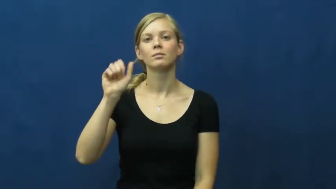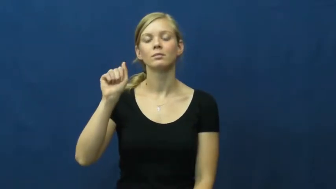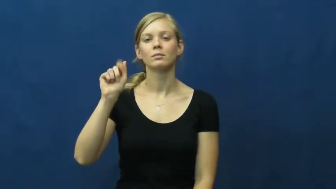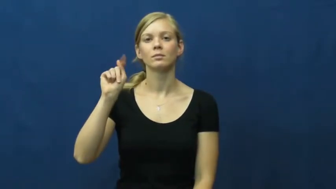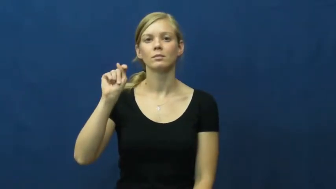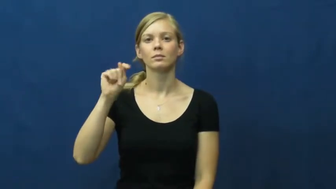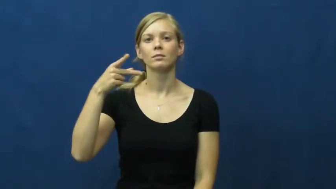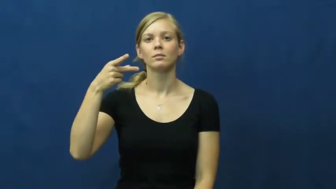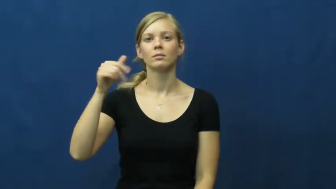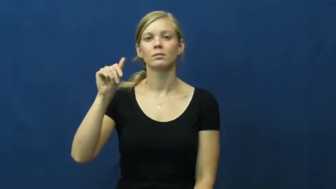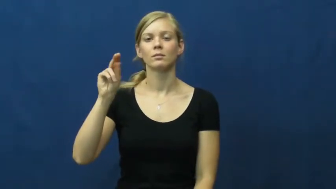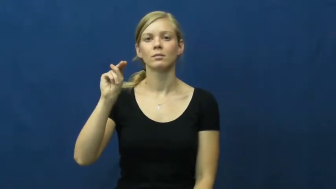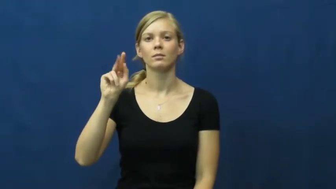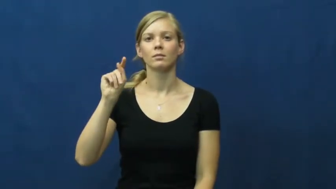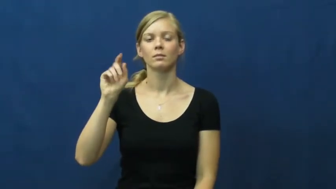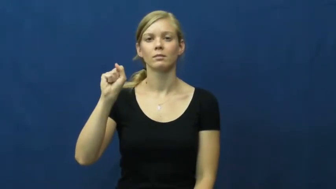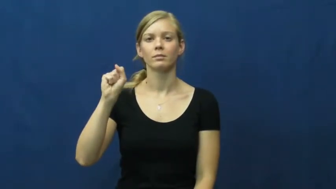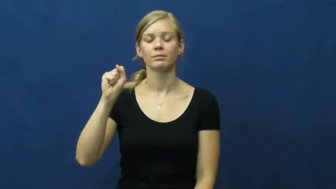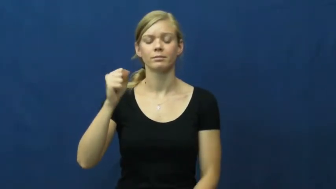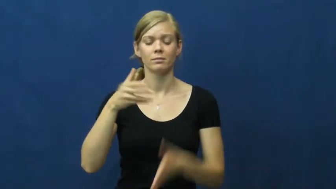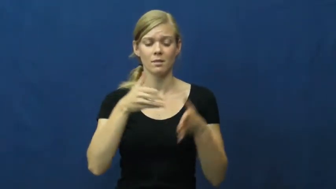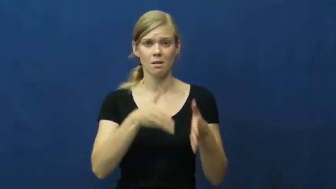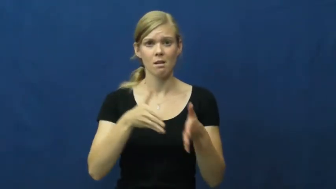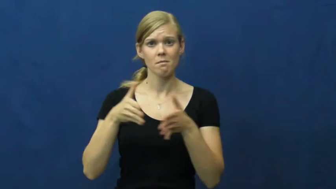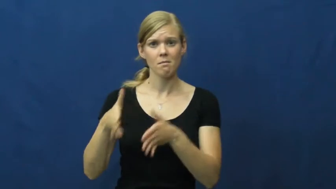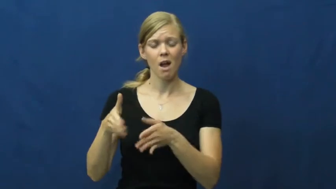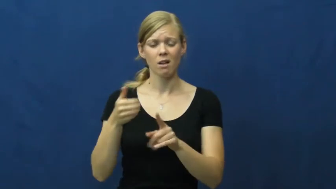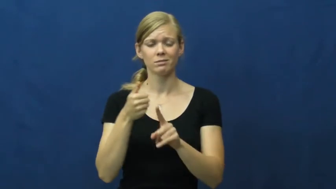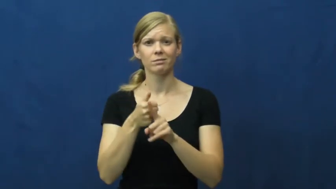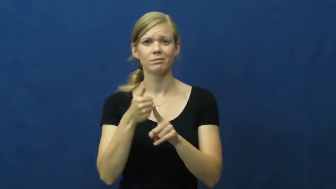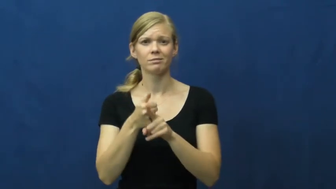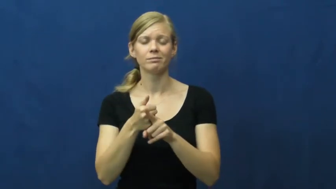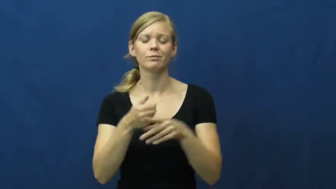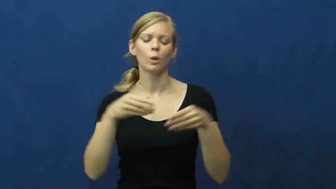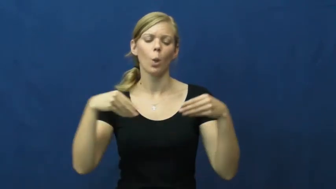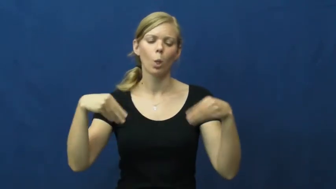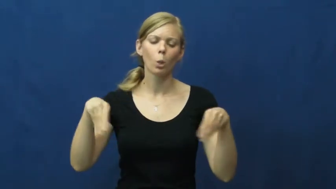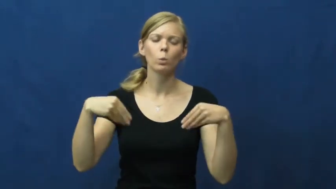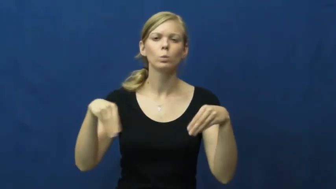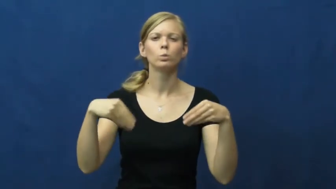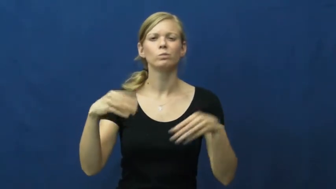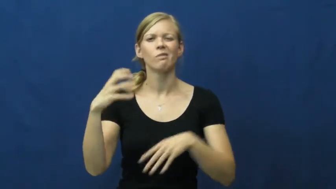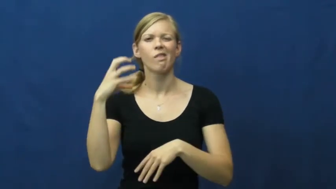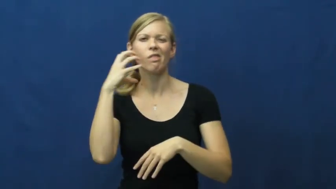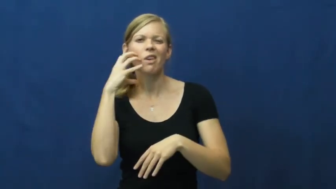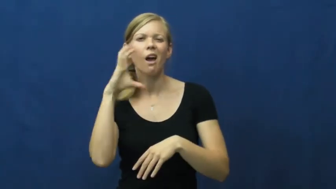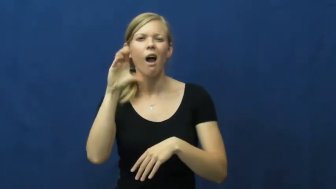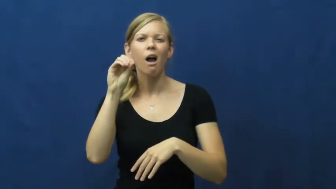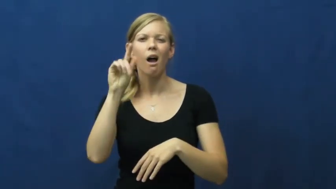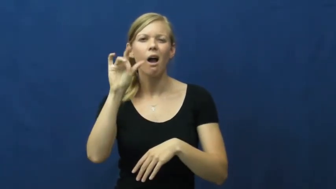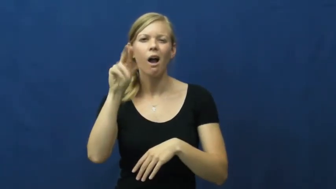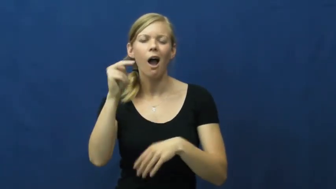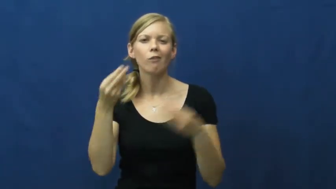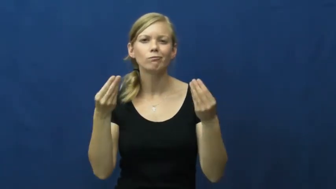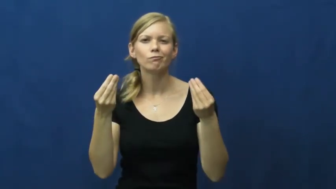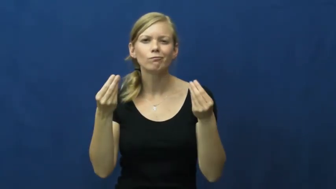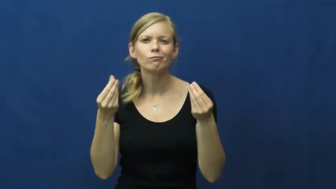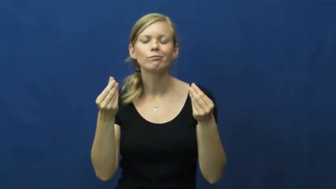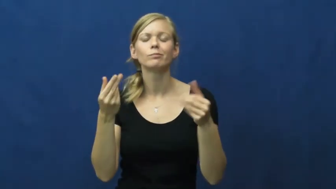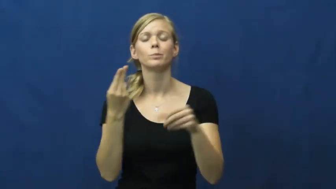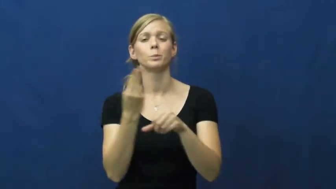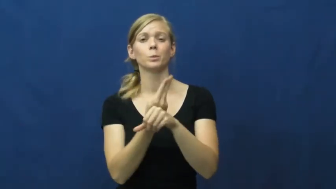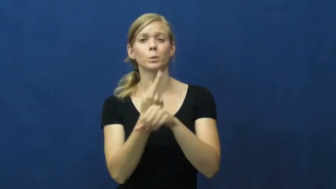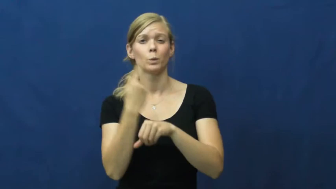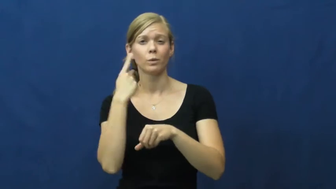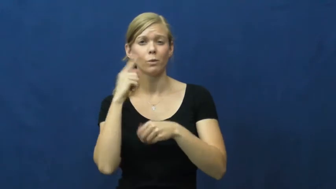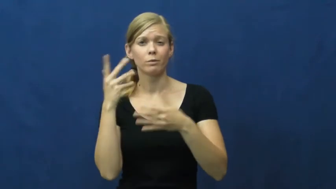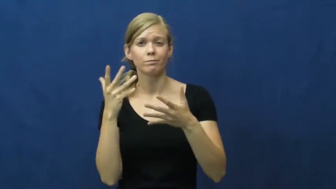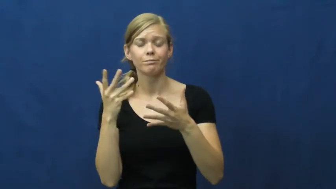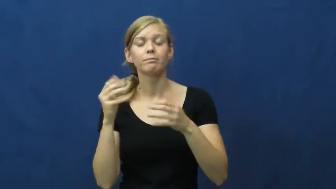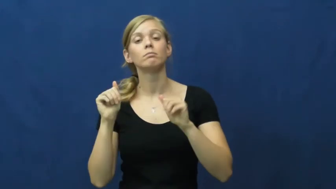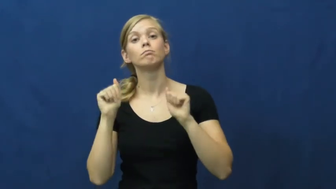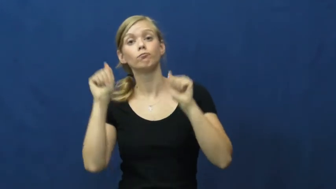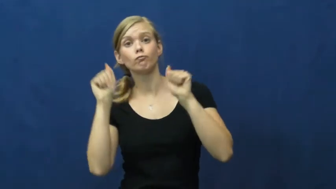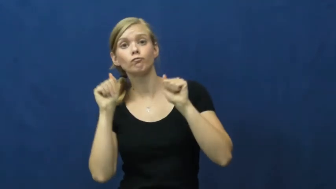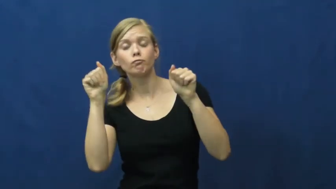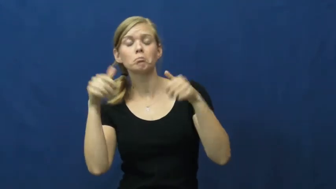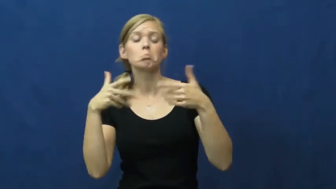sweatpants